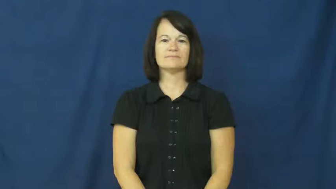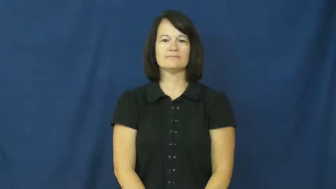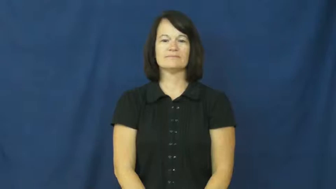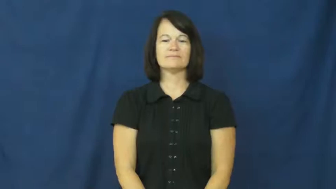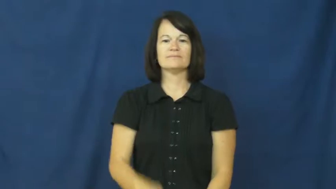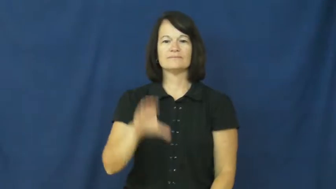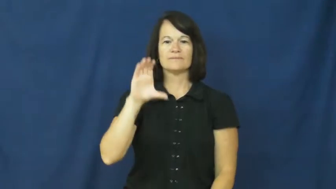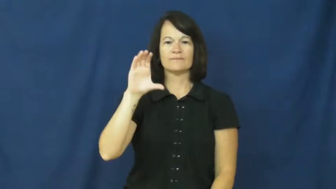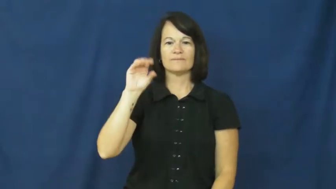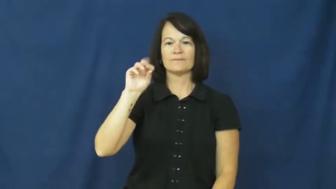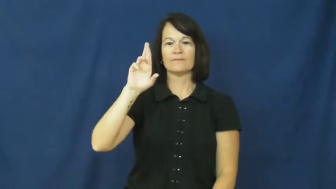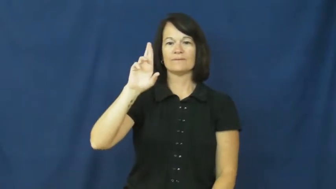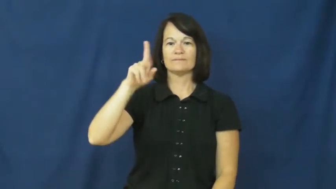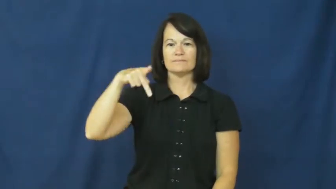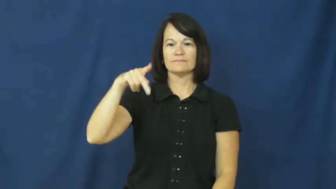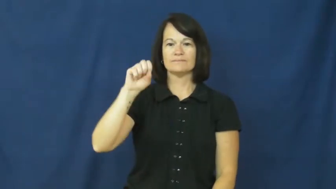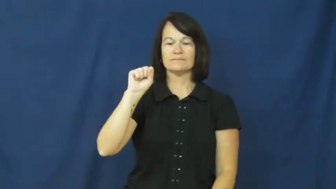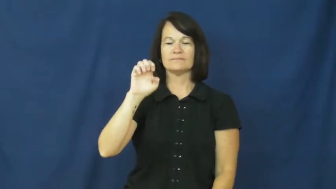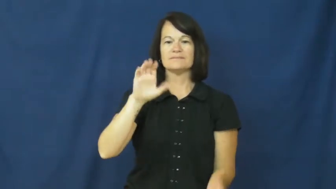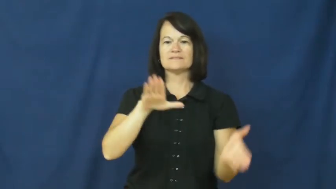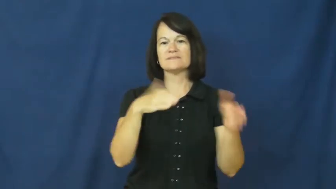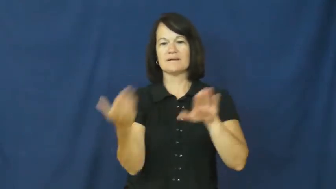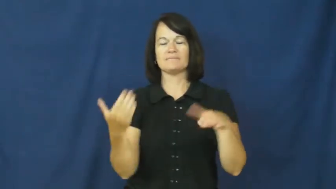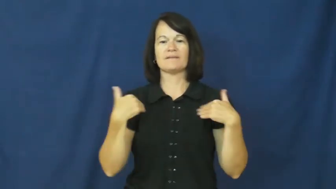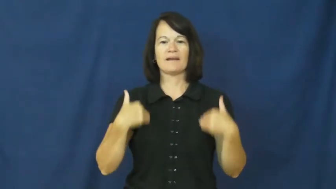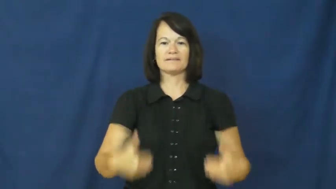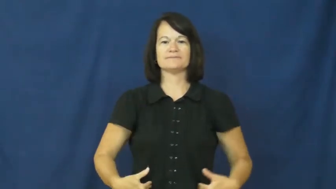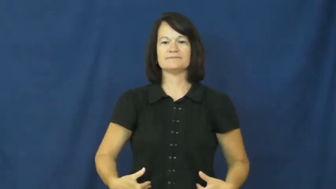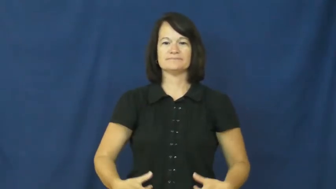corpse